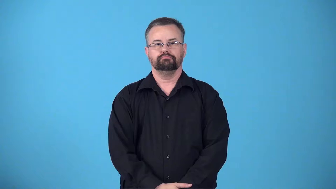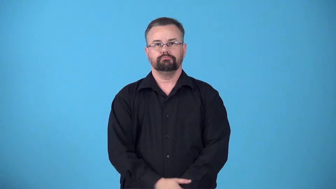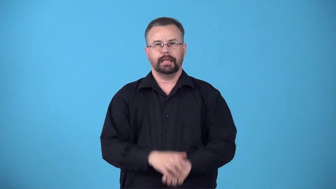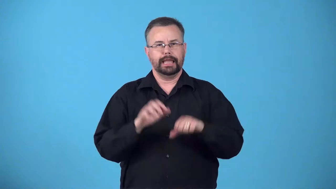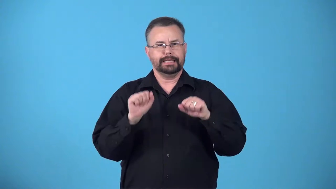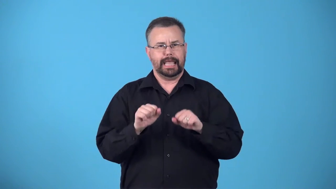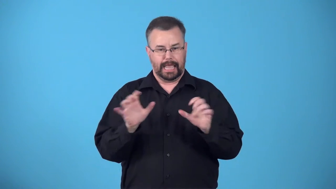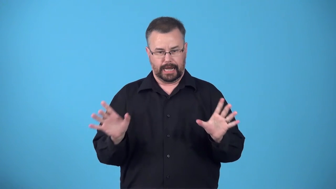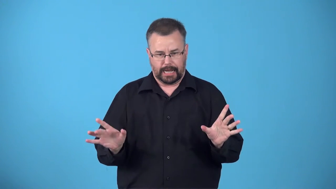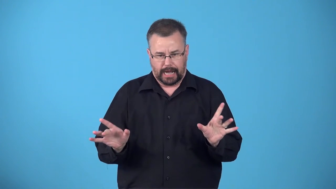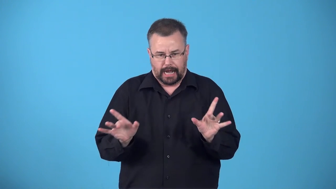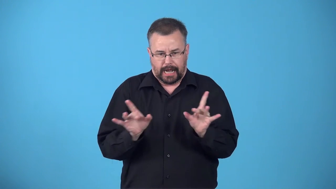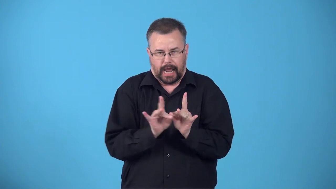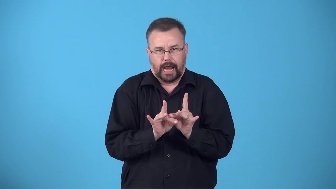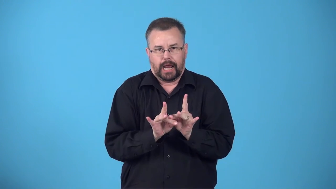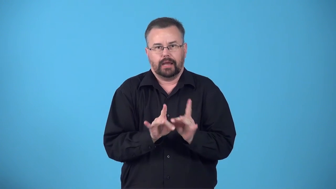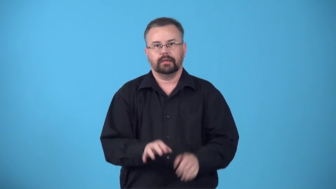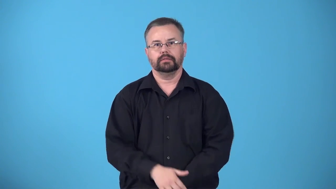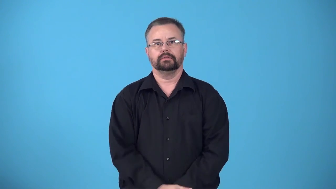bondable-can stick together